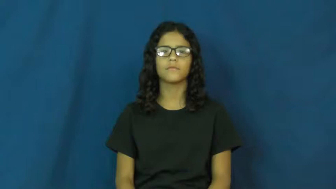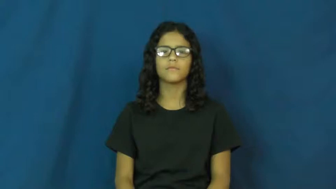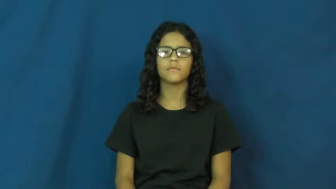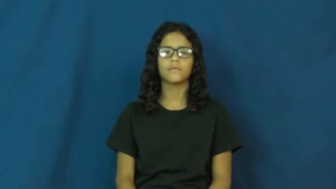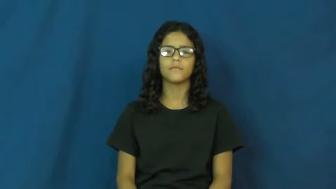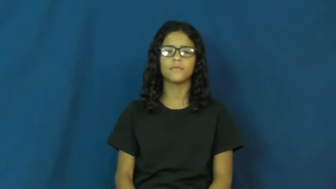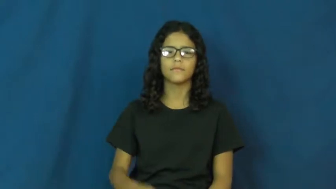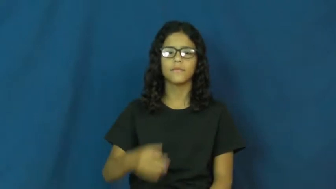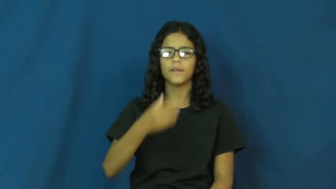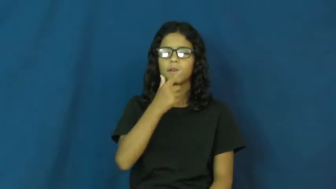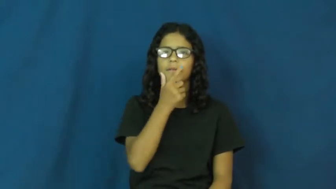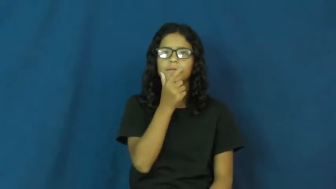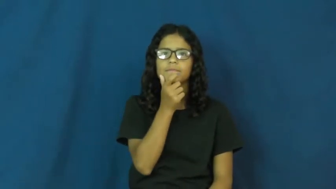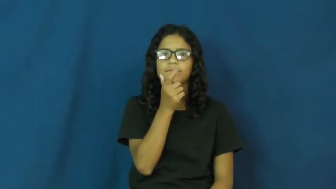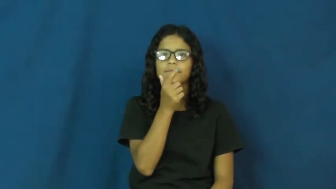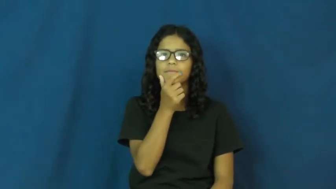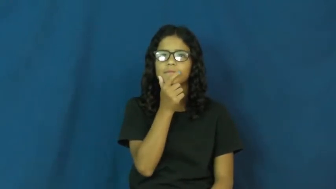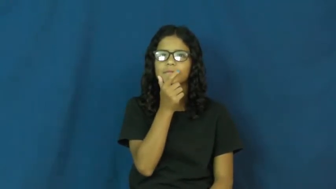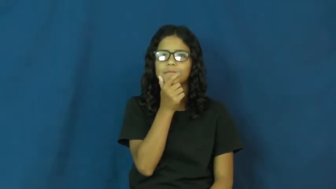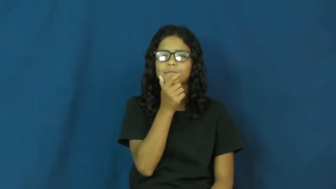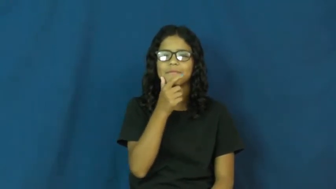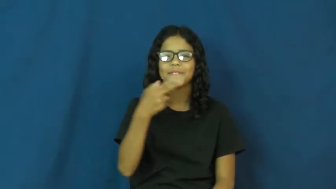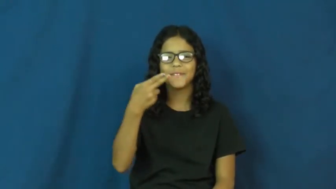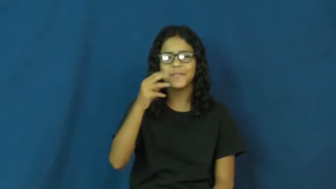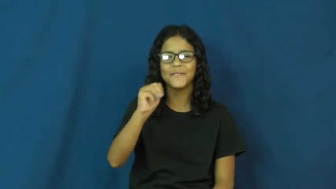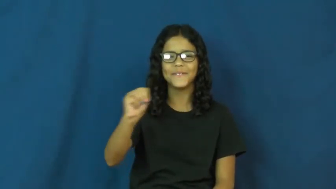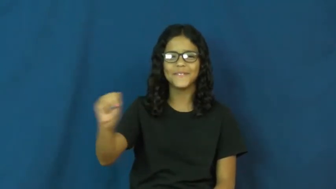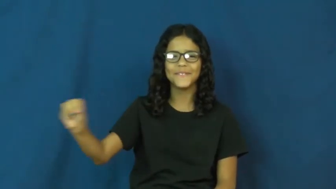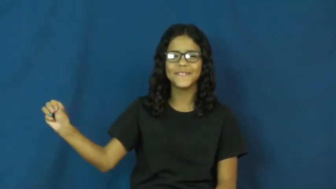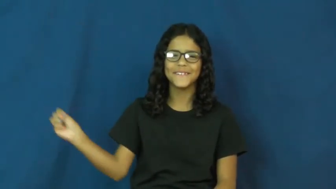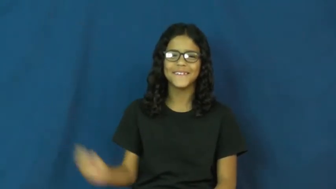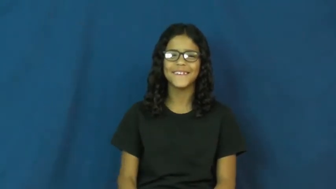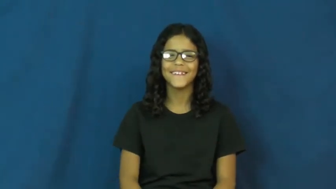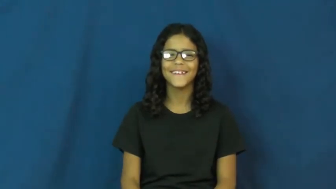hmm